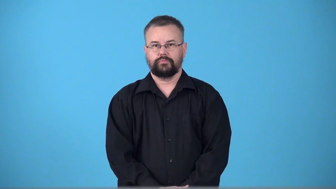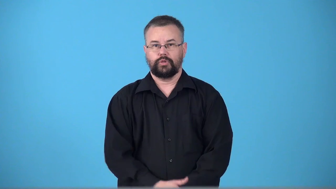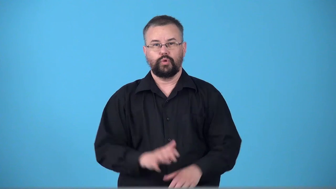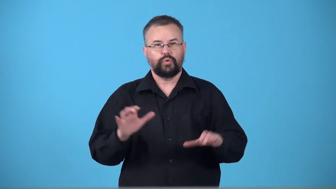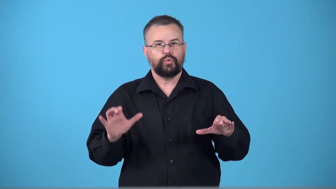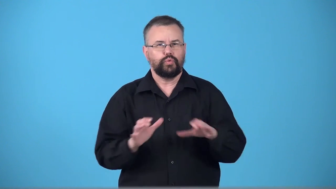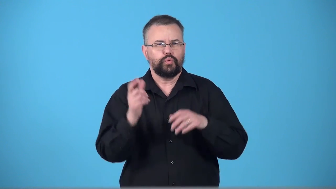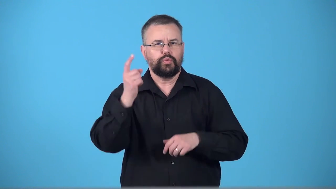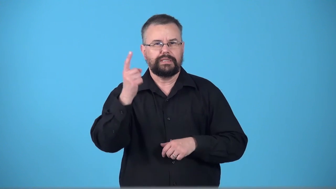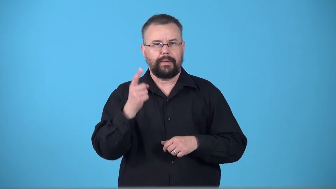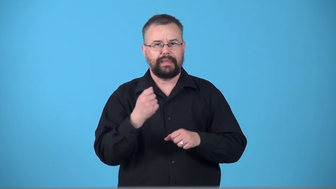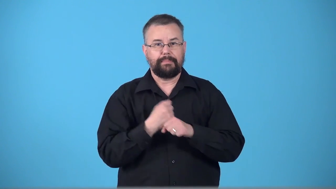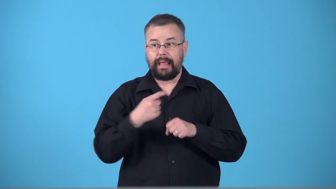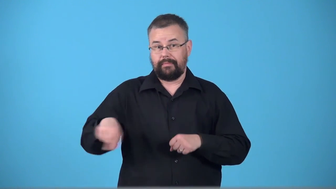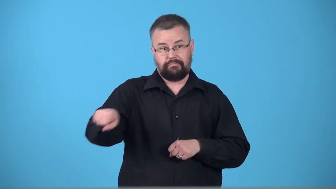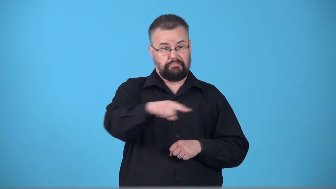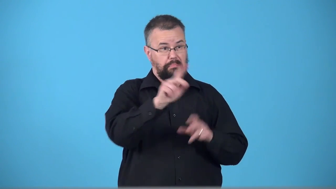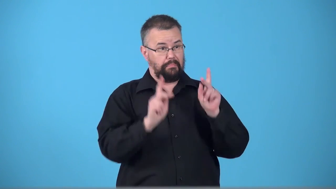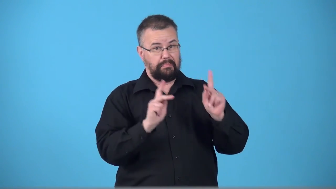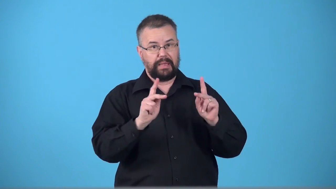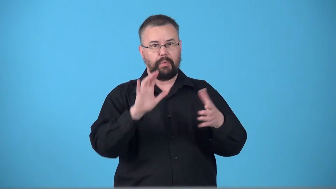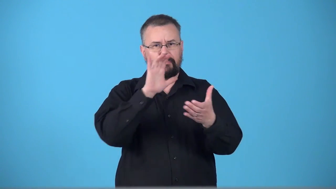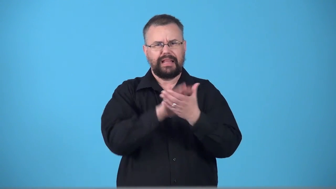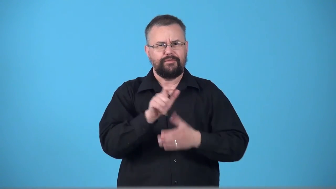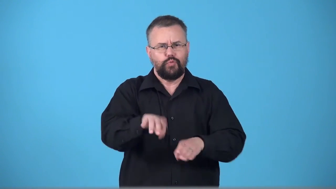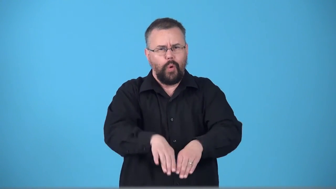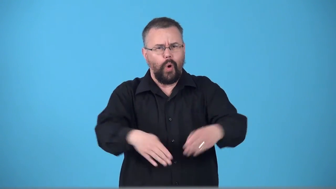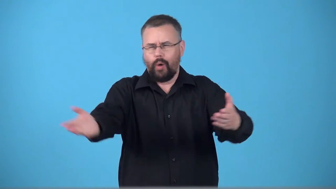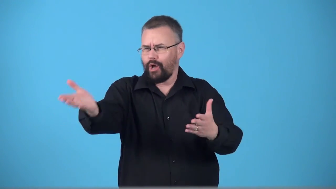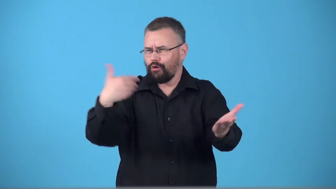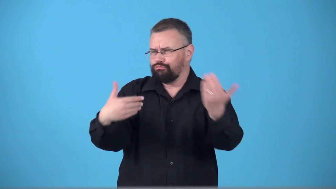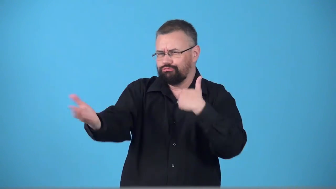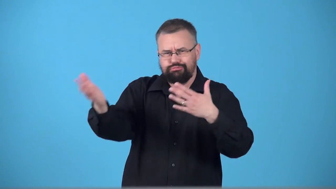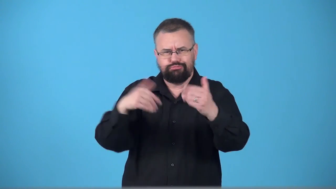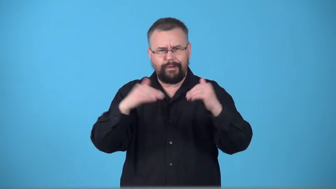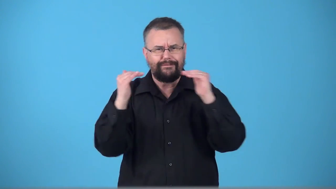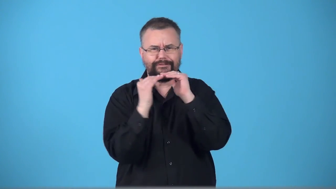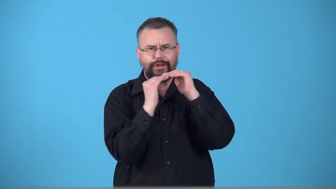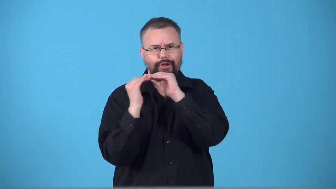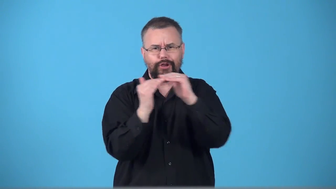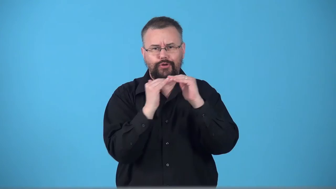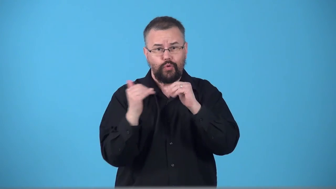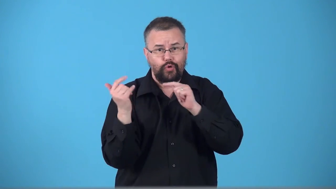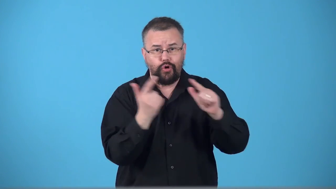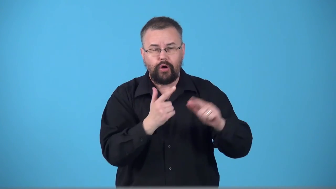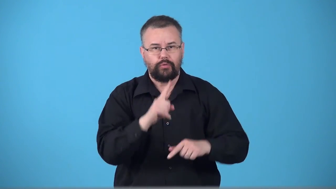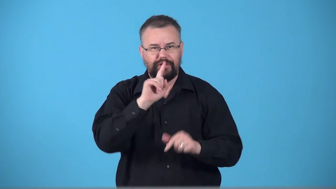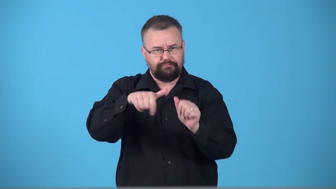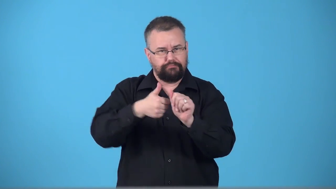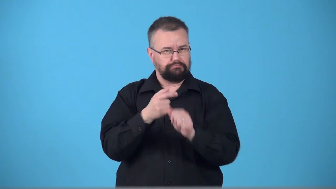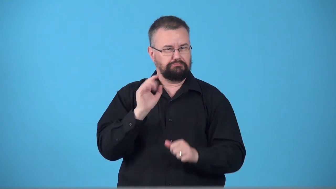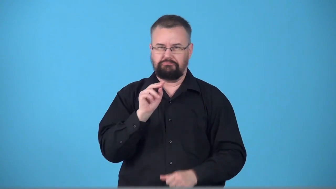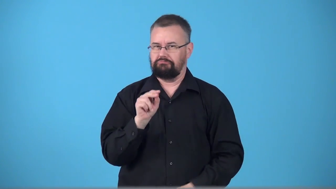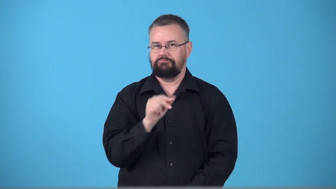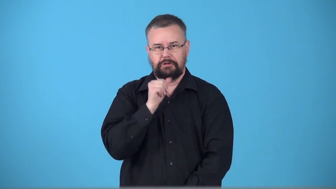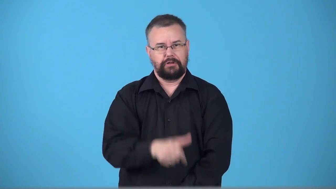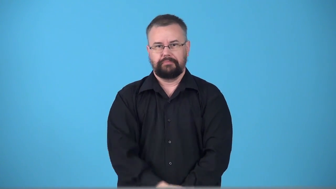tokenism,token